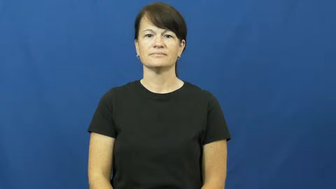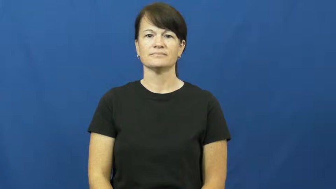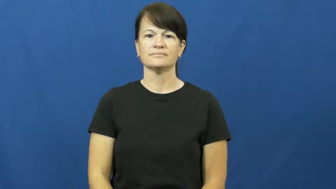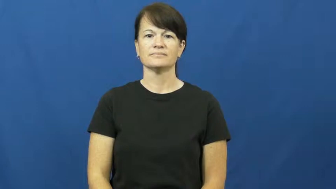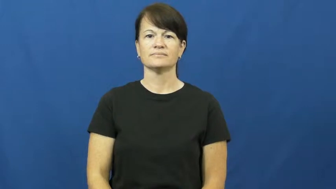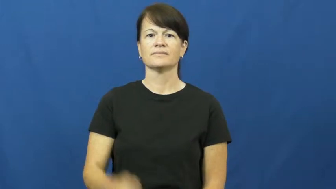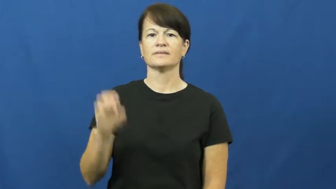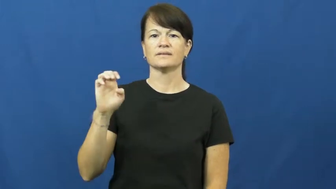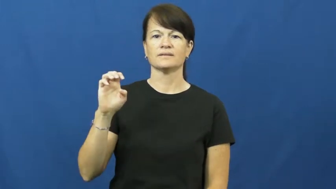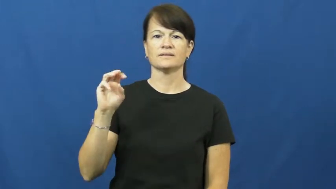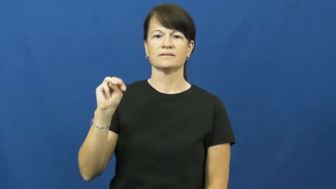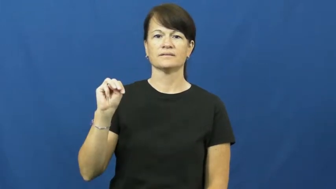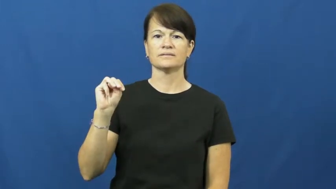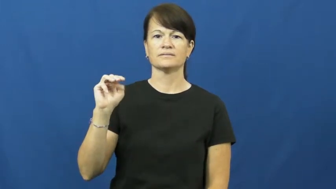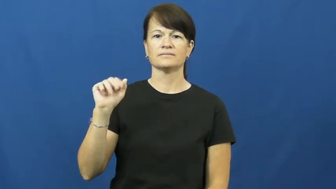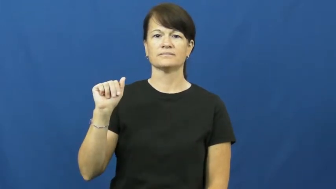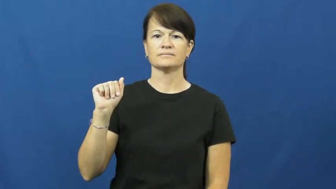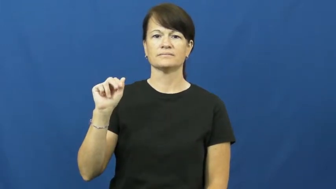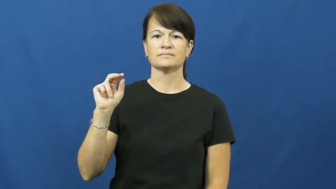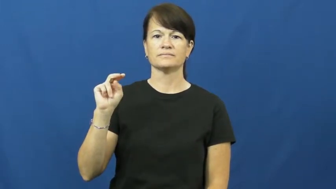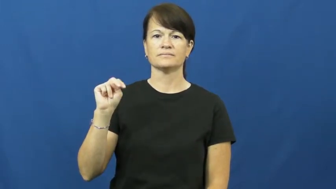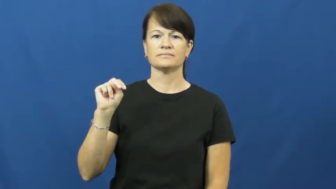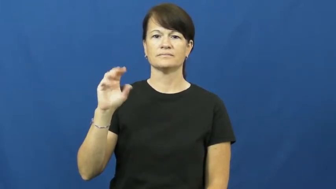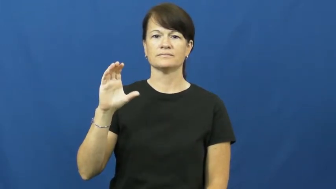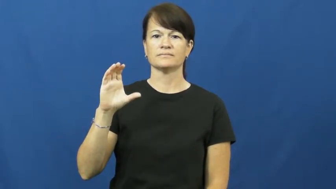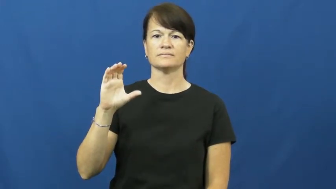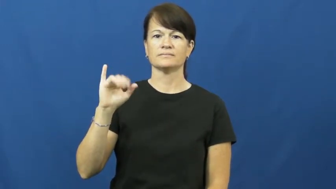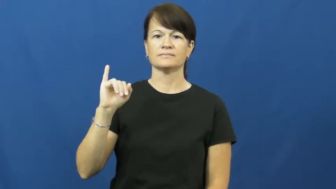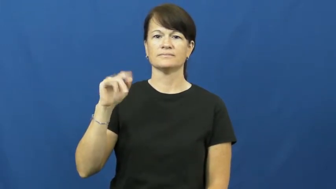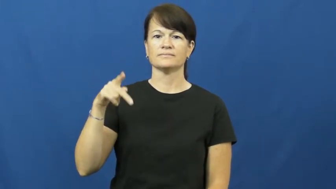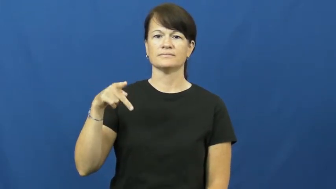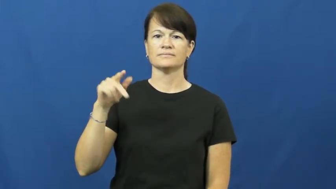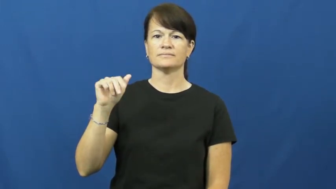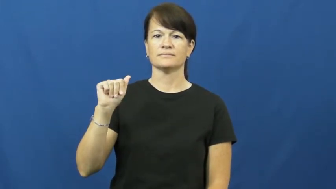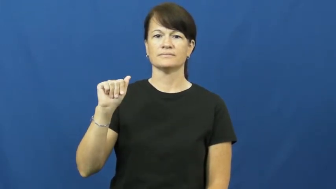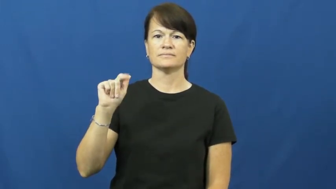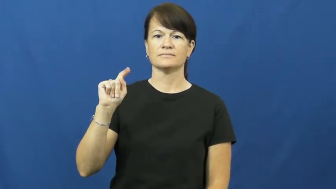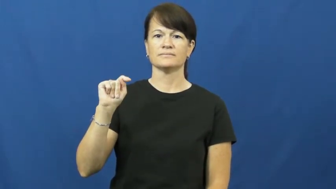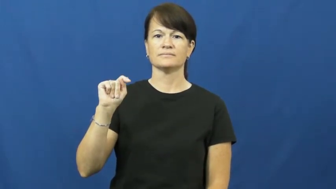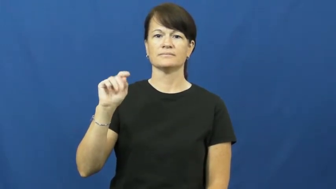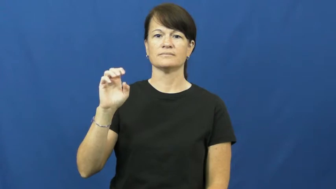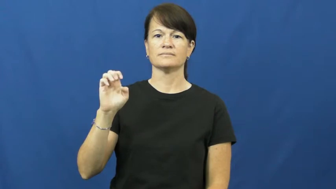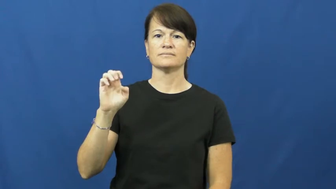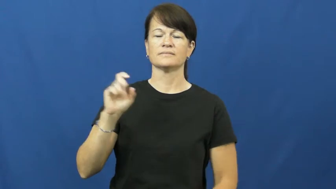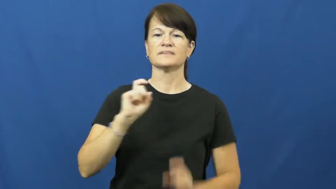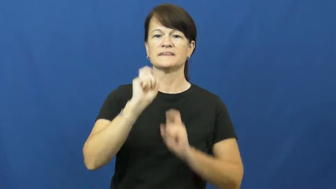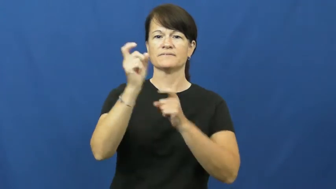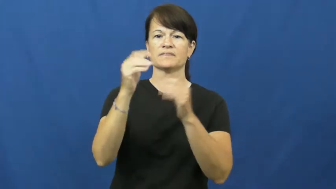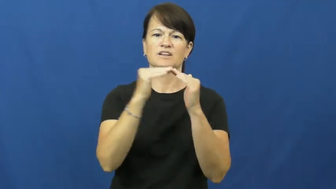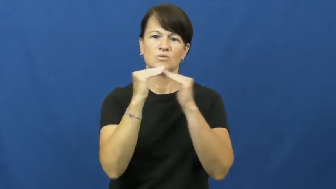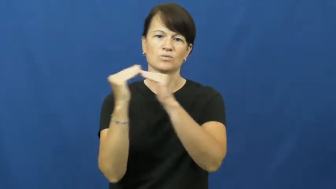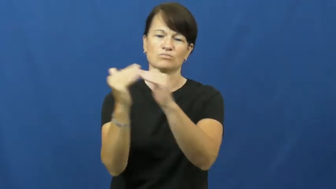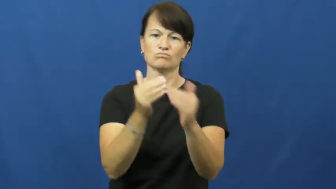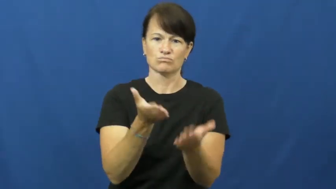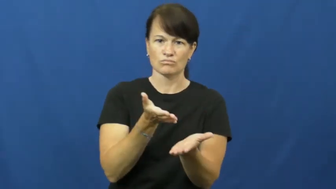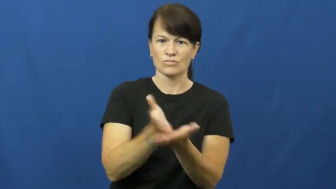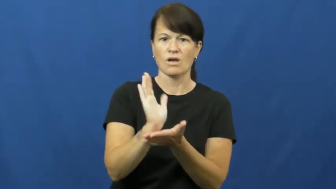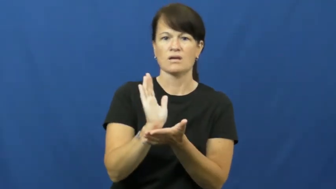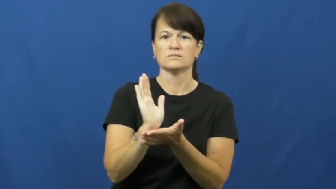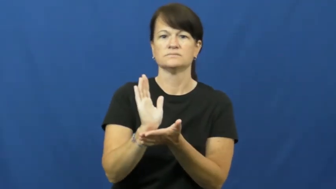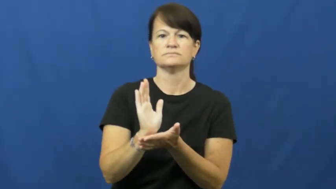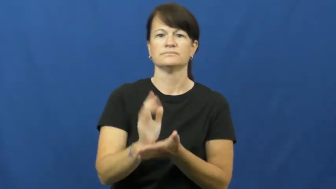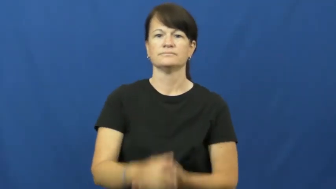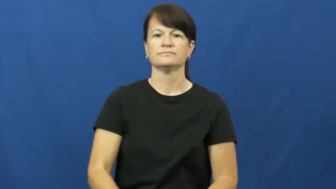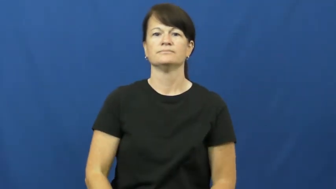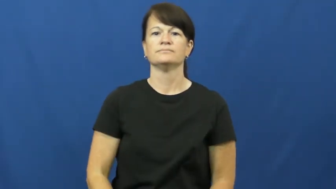emancipate